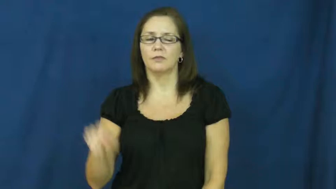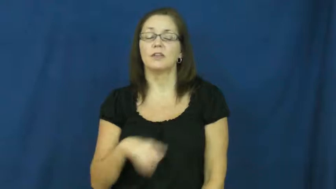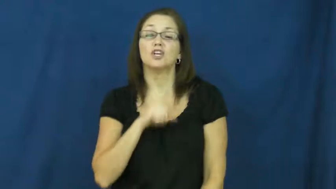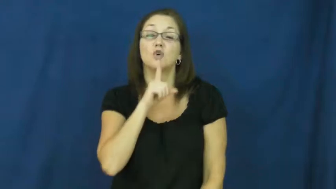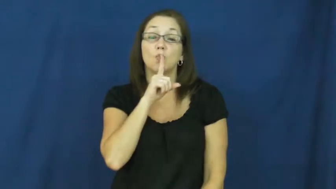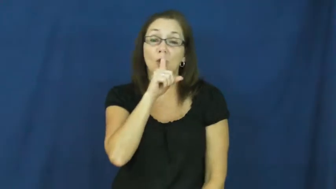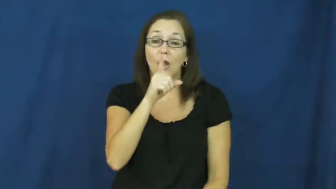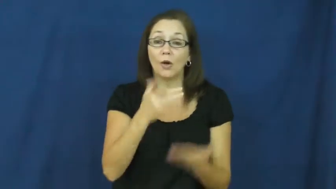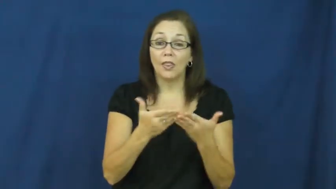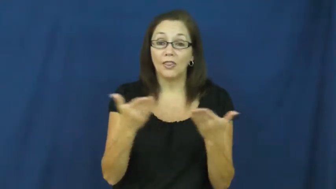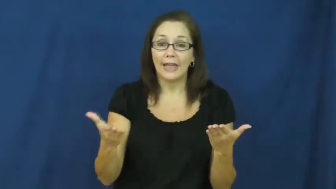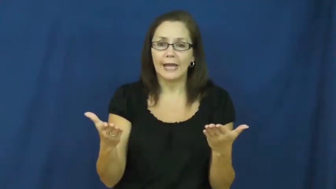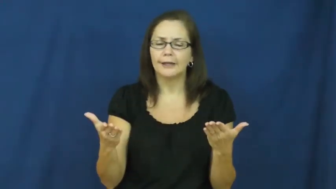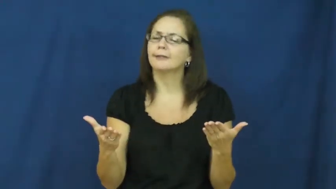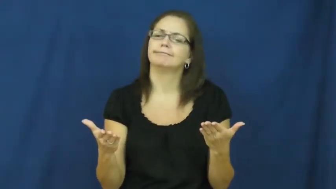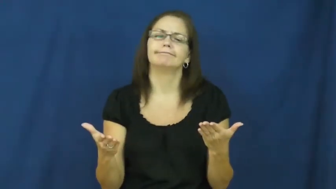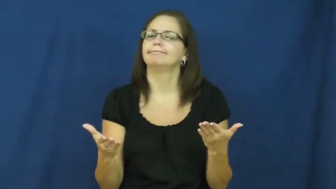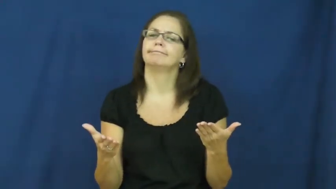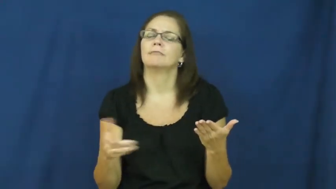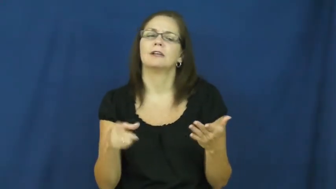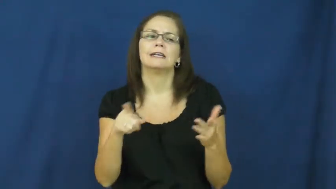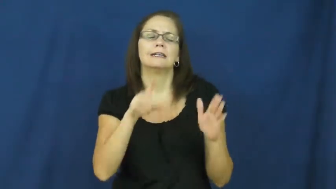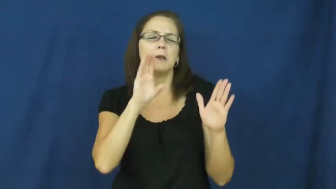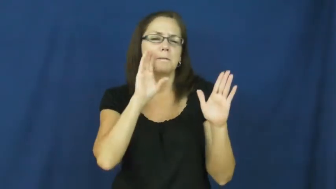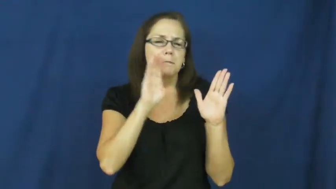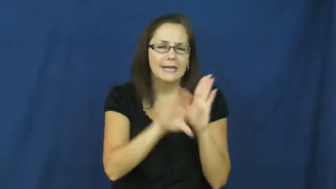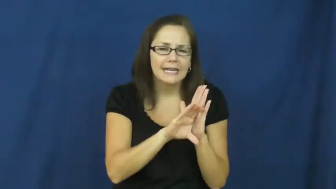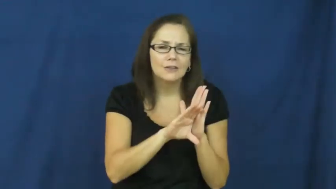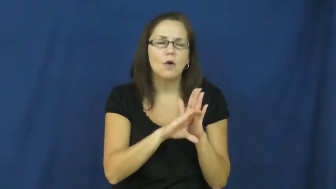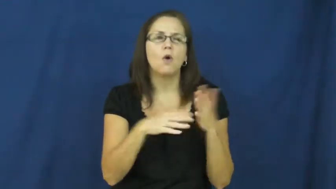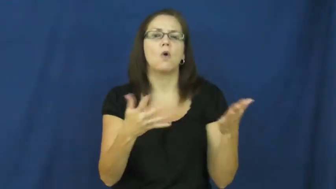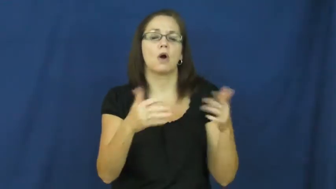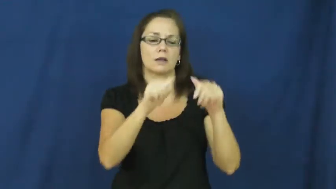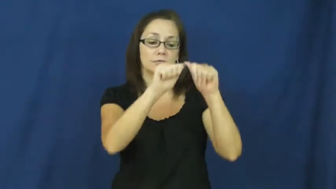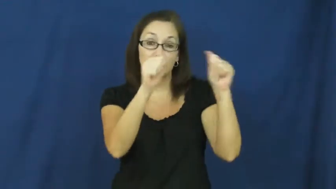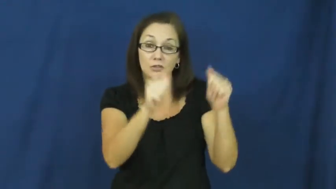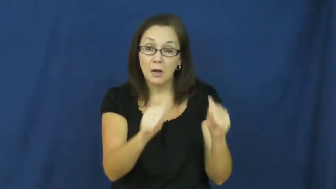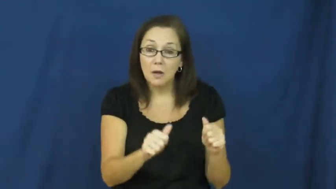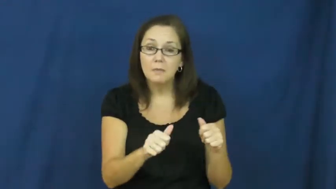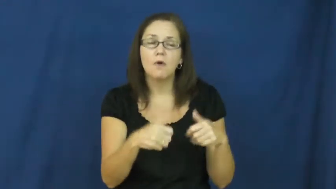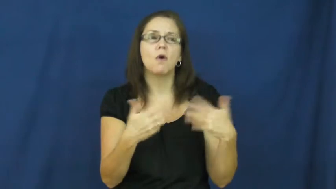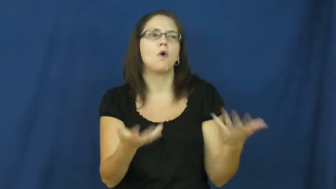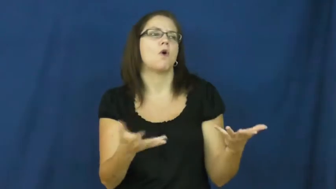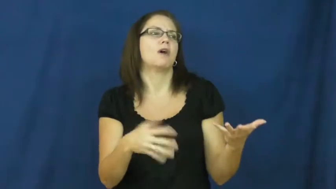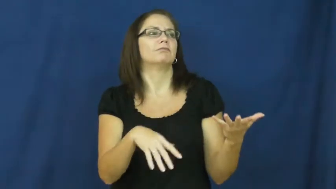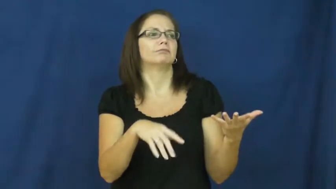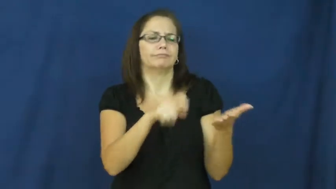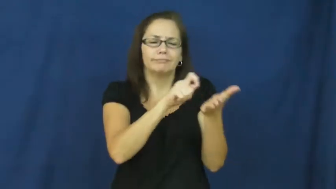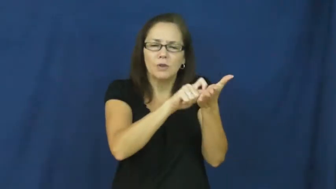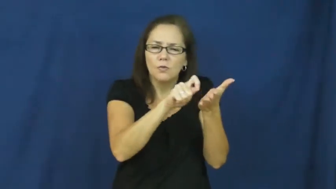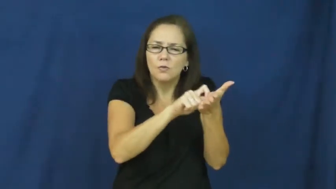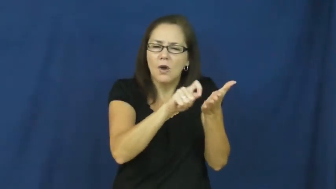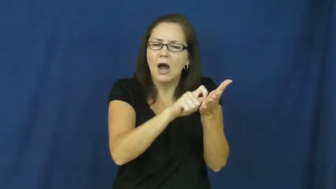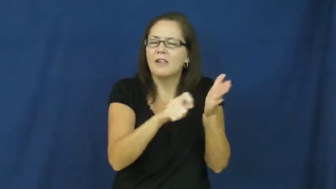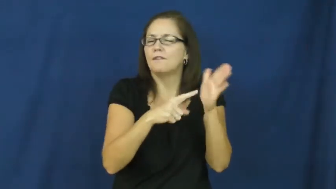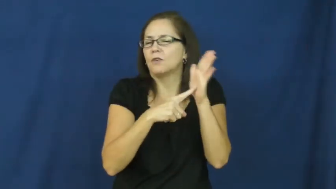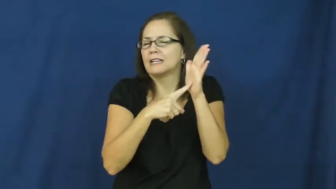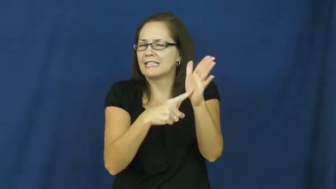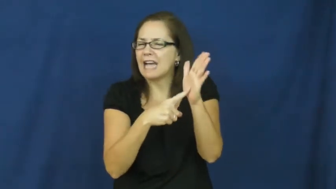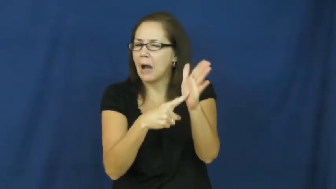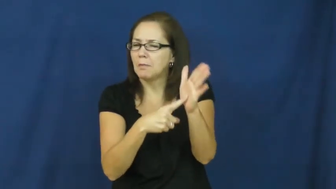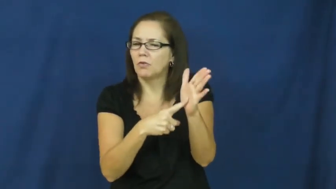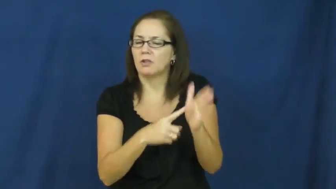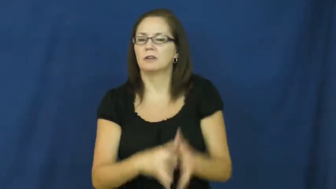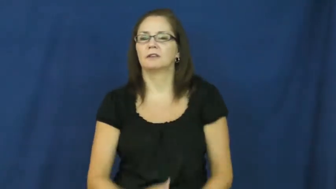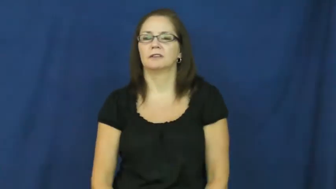symbolize,catch,capture